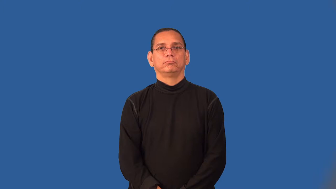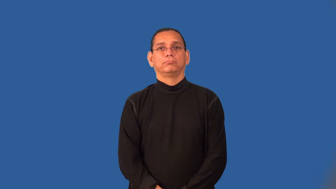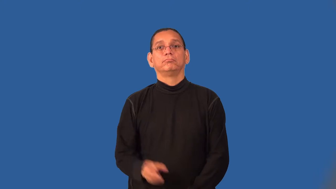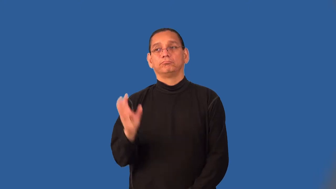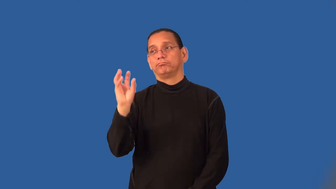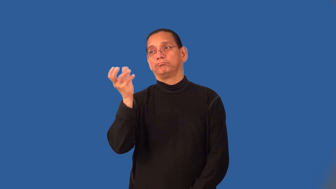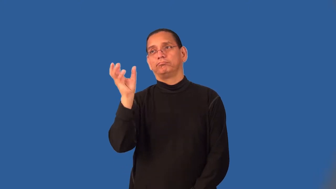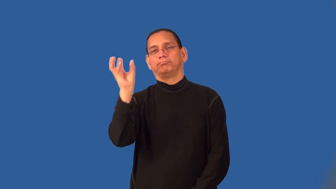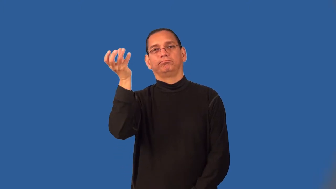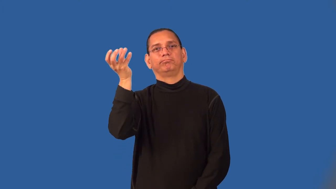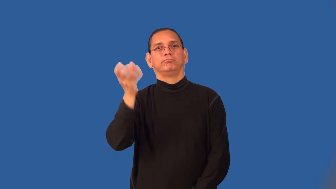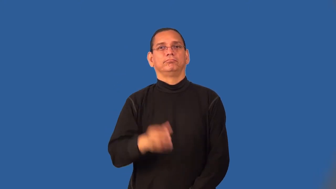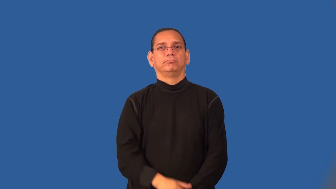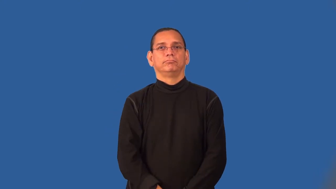screw-light bulb